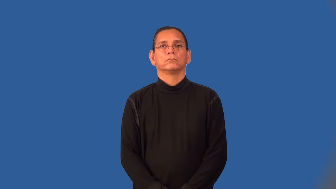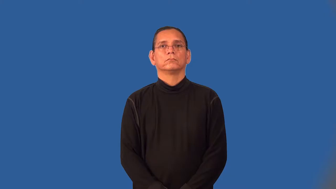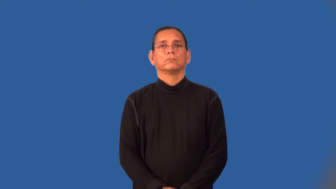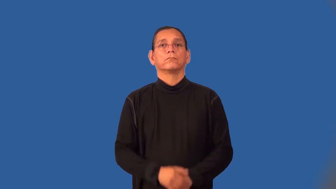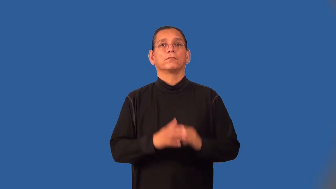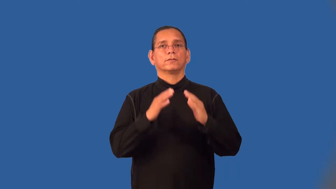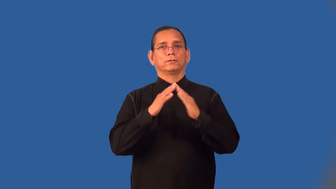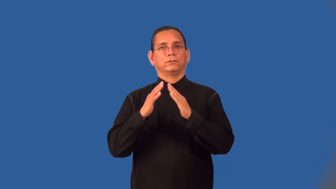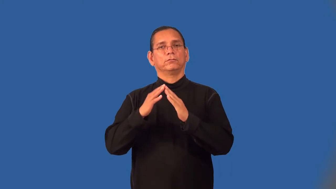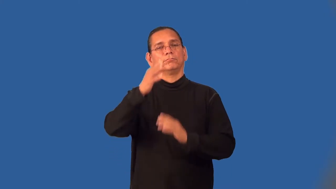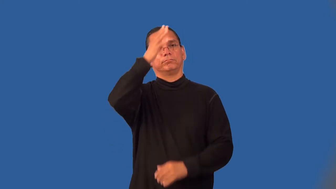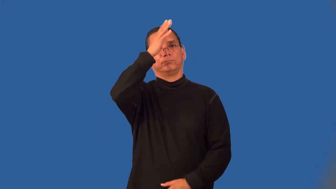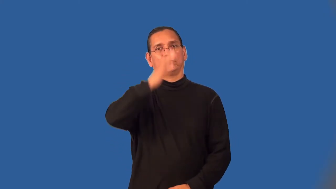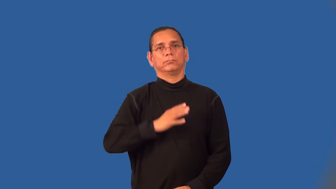townsman